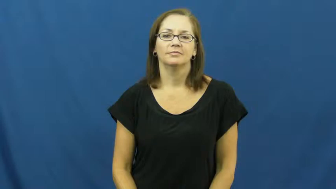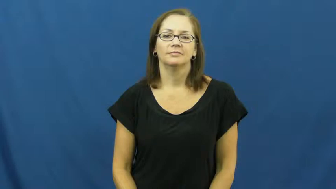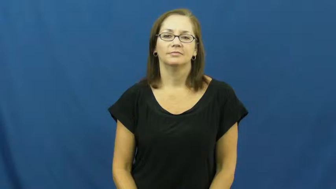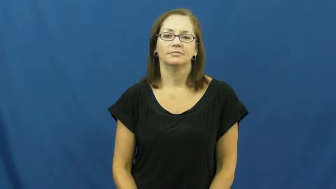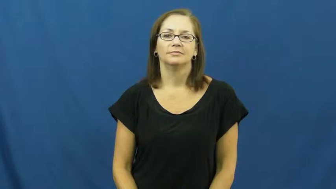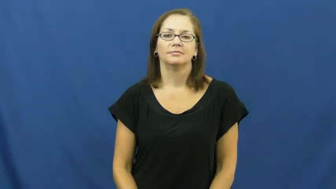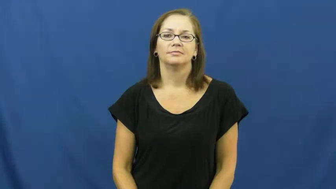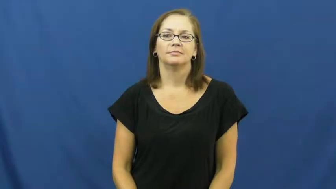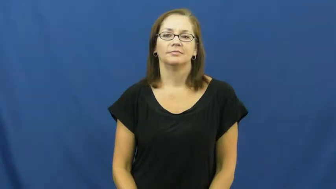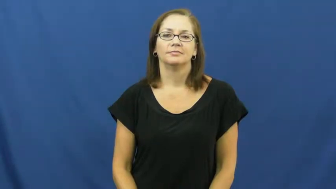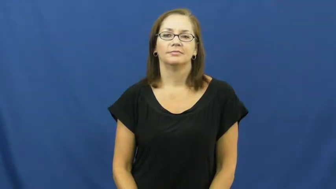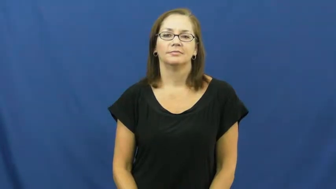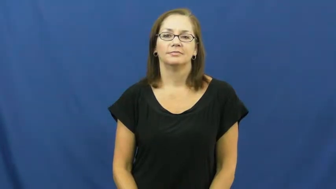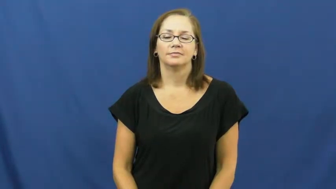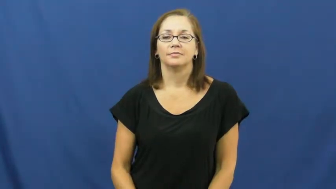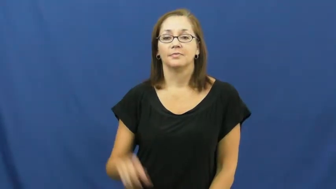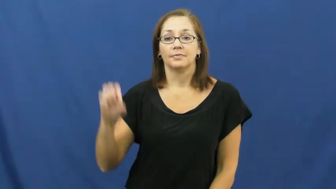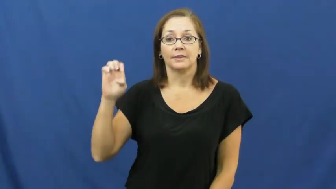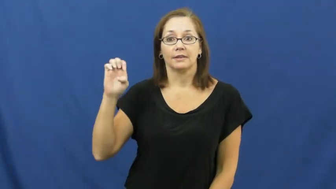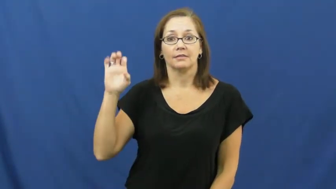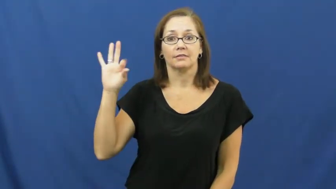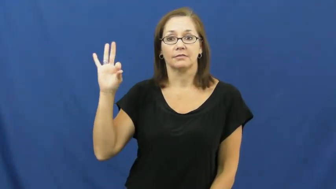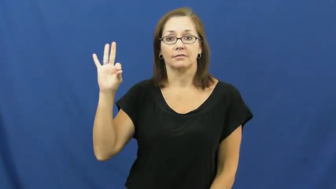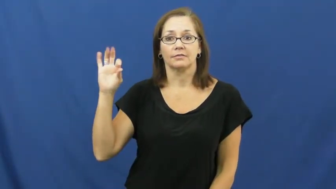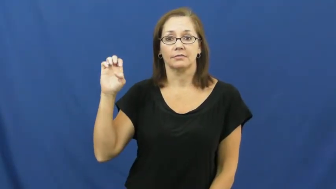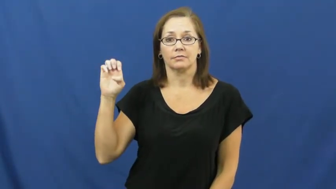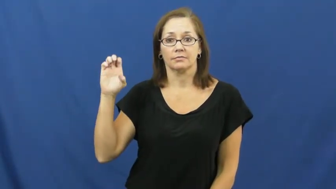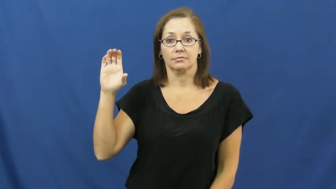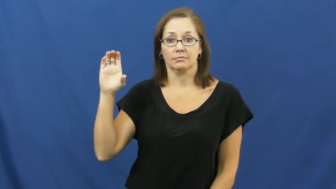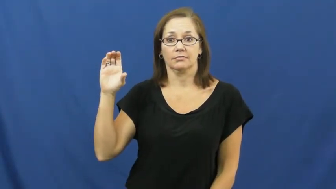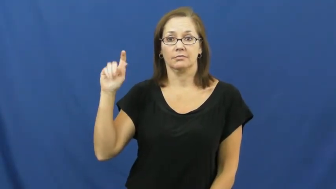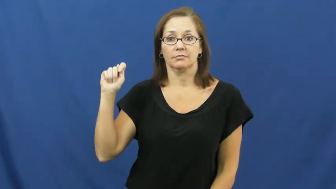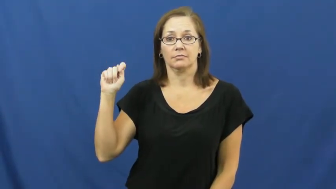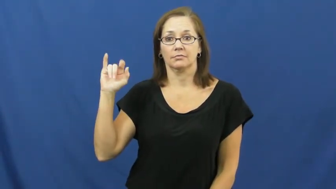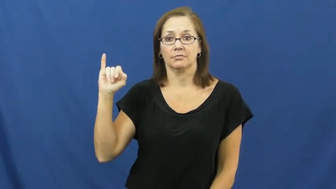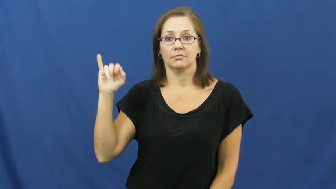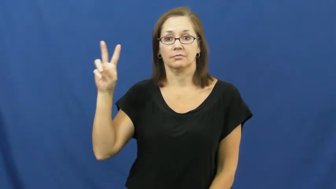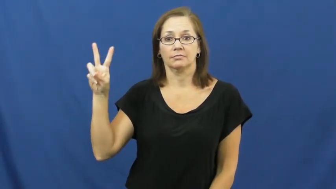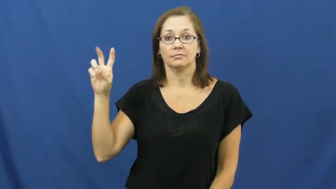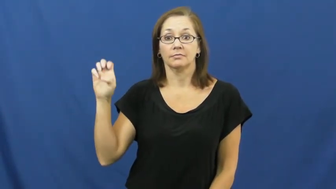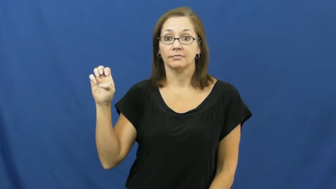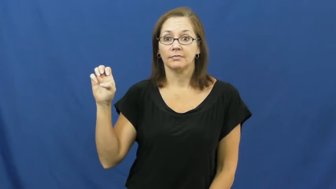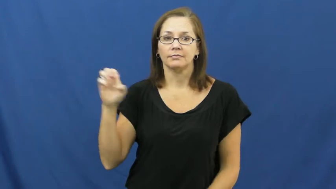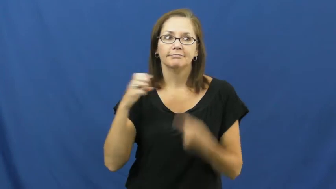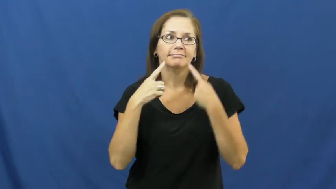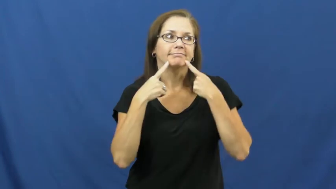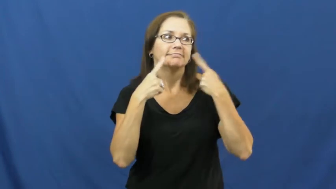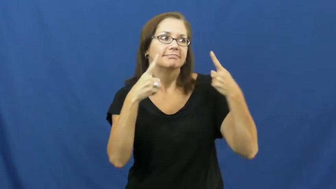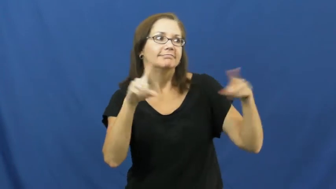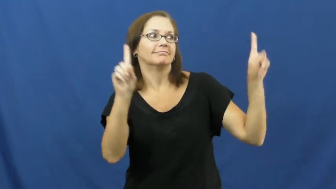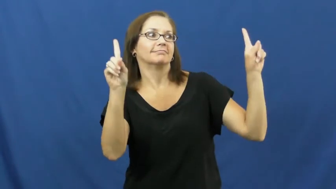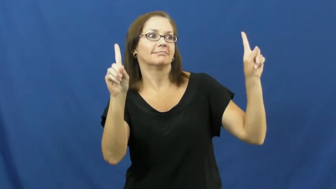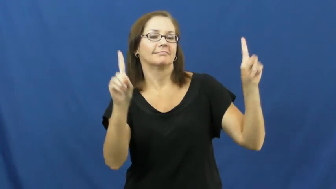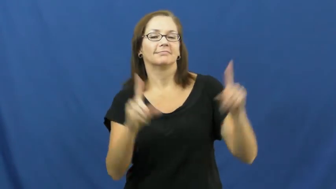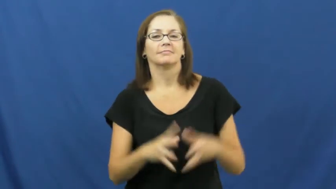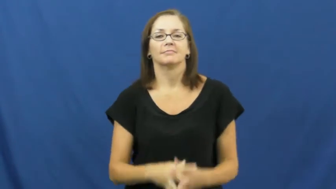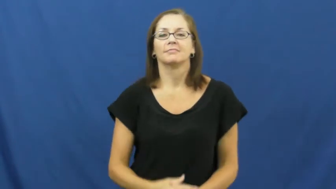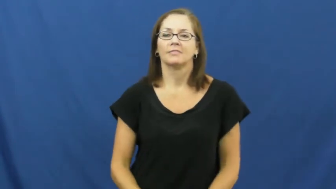effective